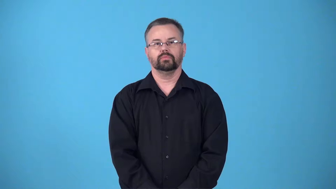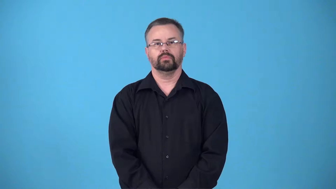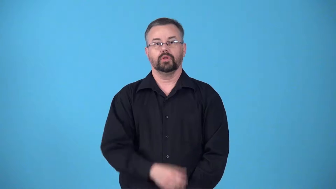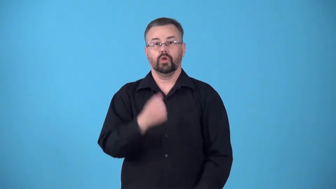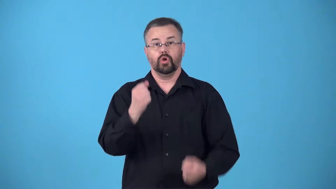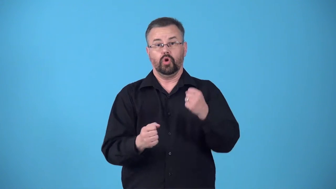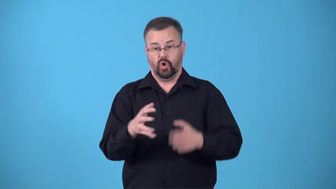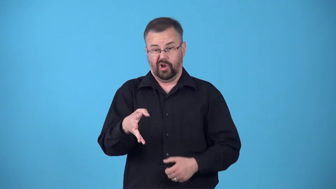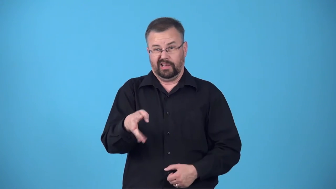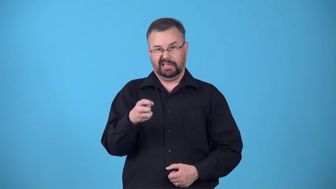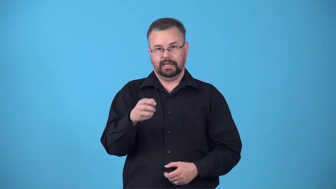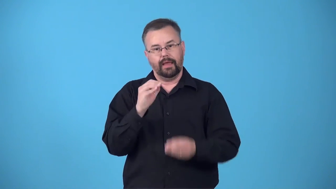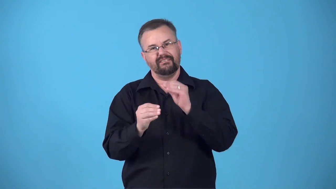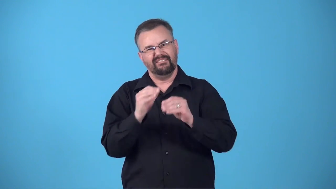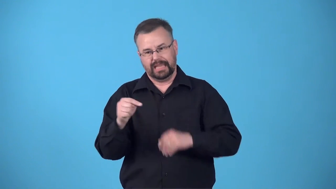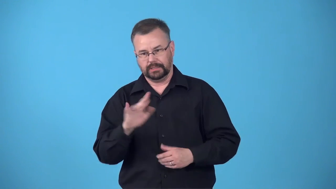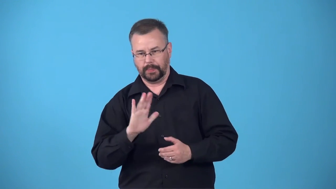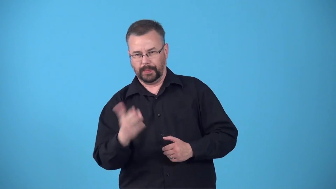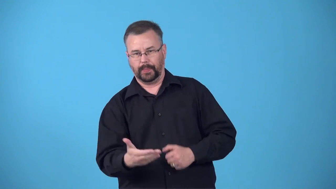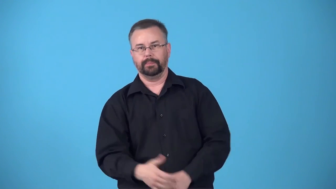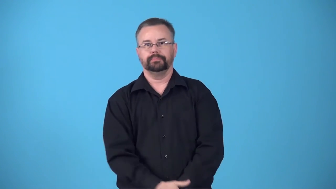bodywork-repair car body